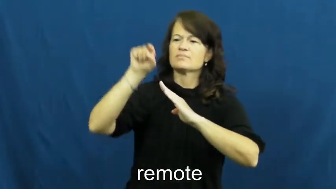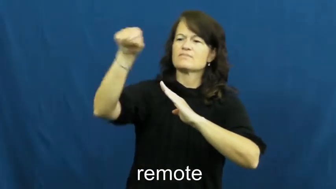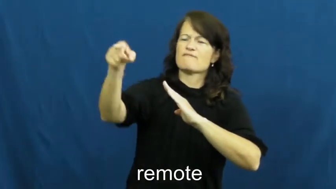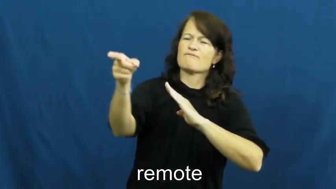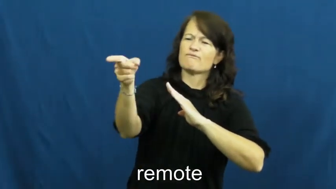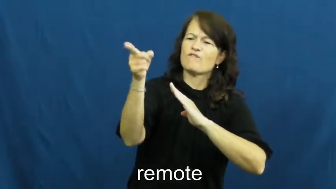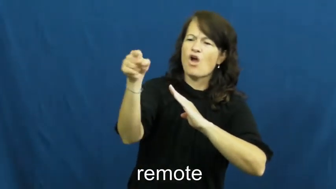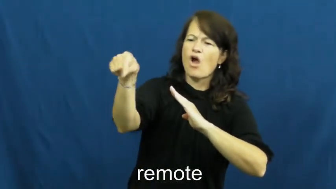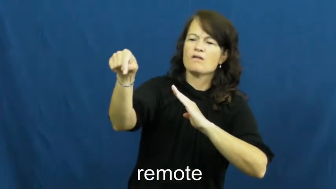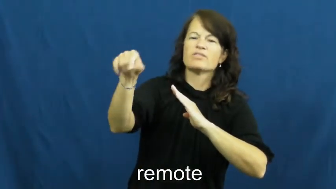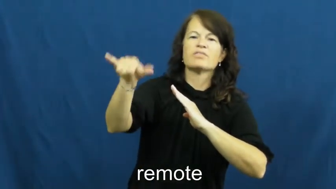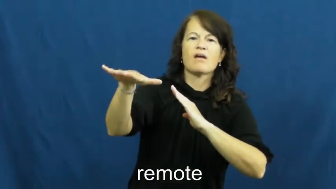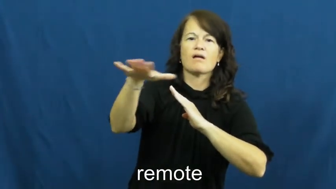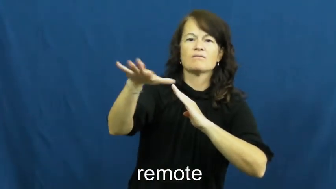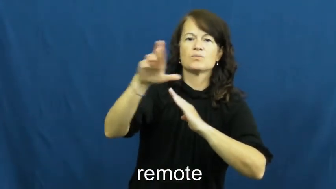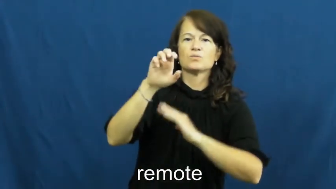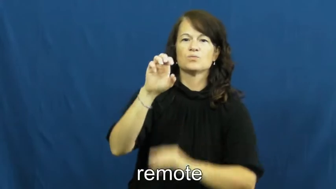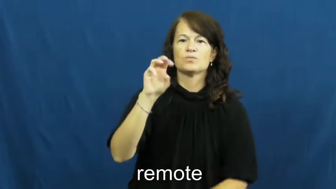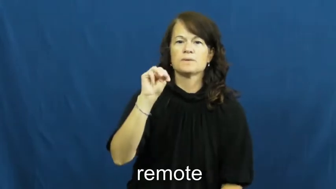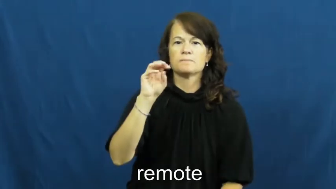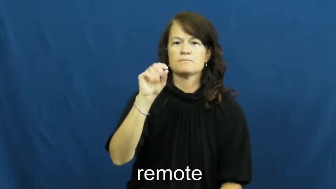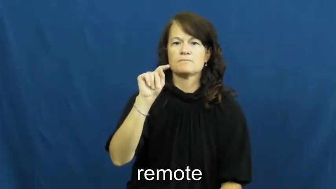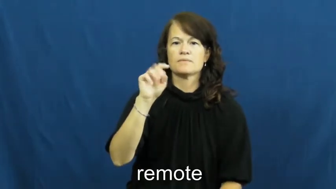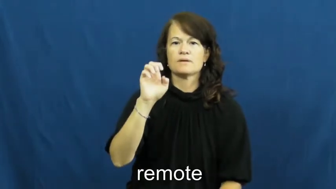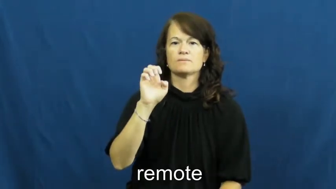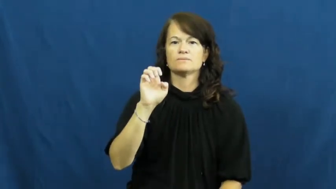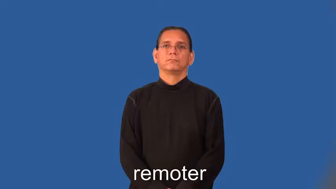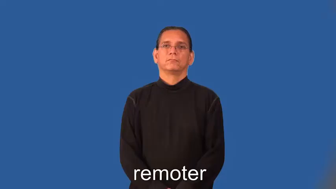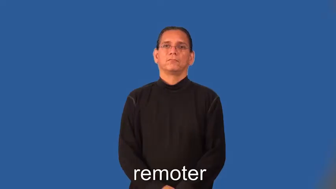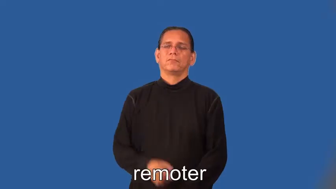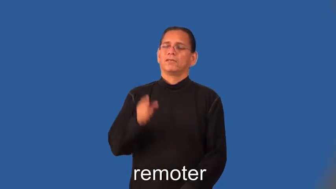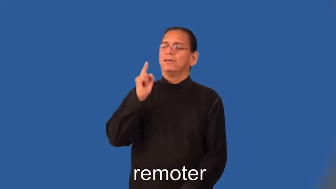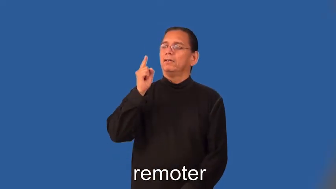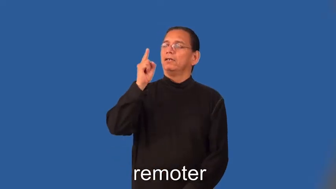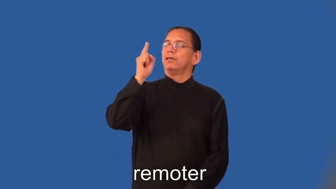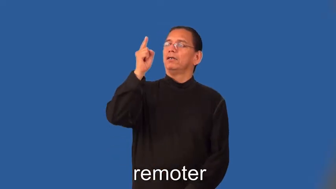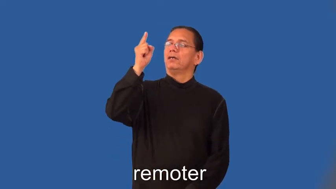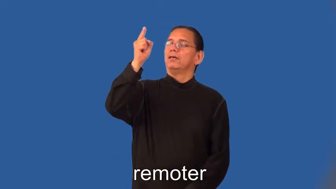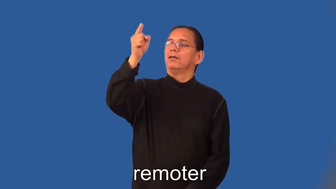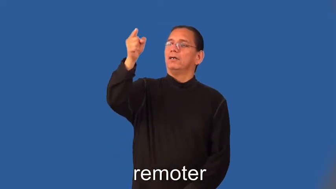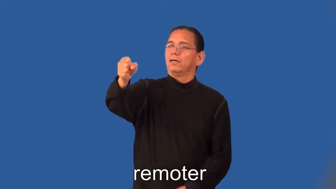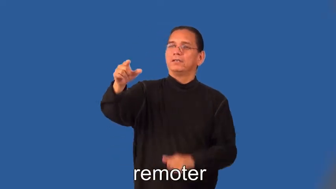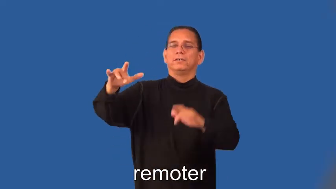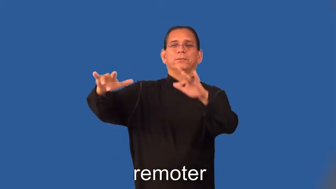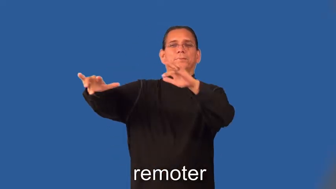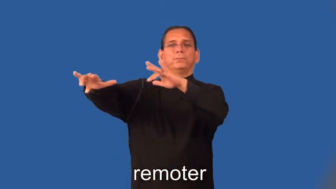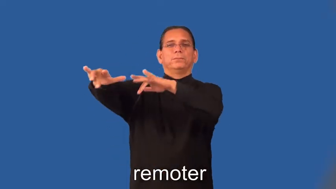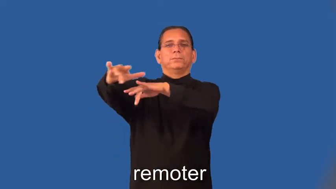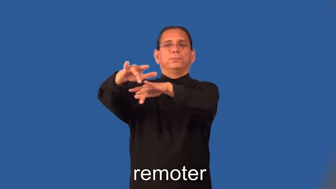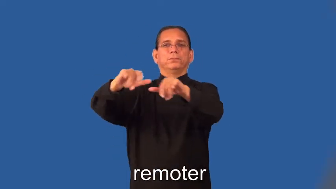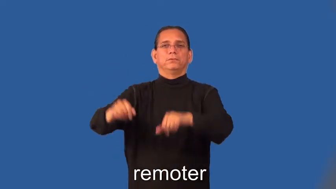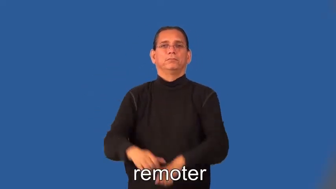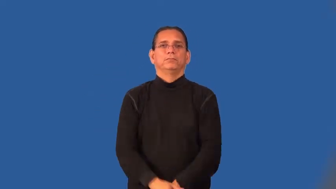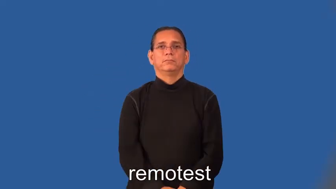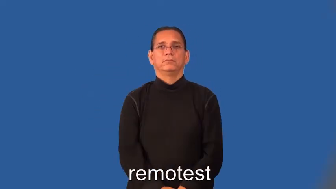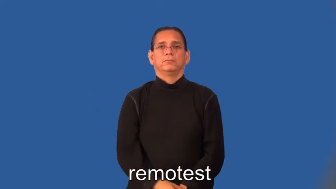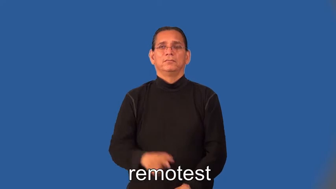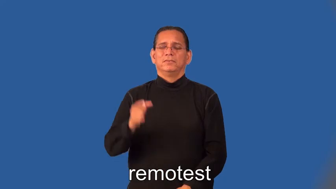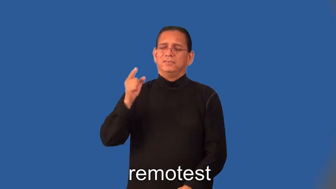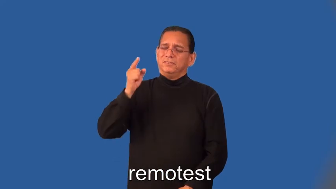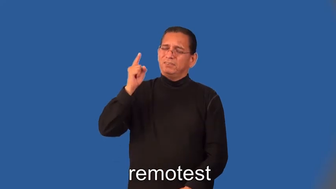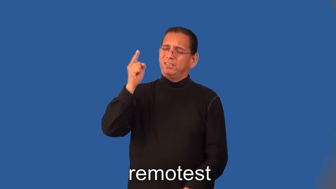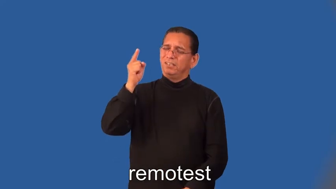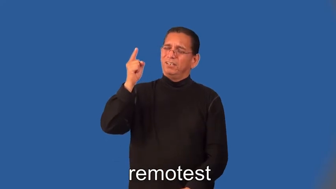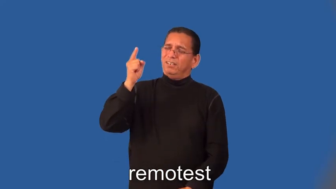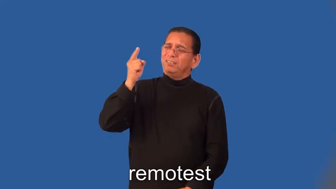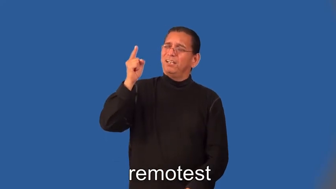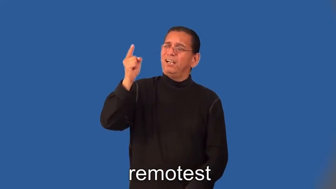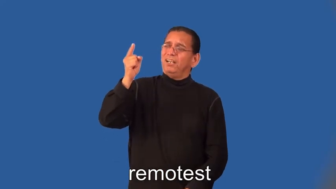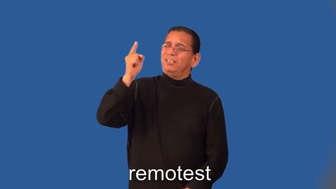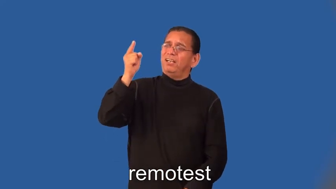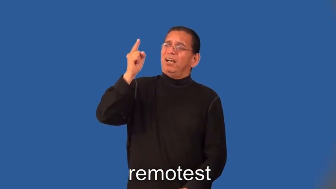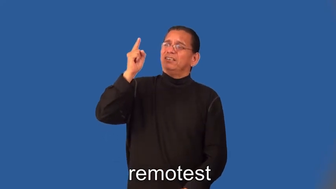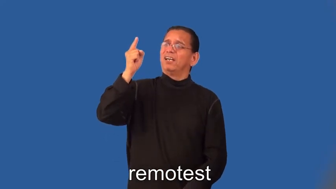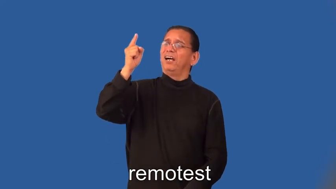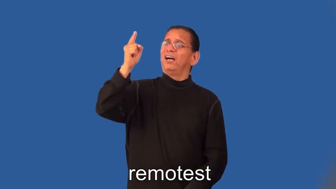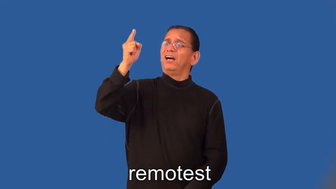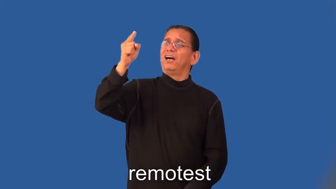remoter,remotest